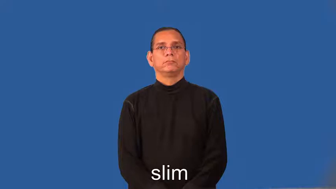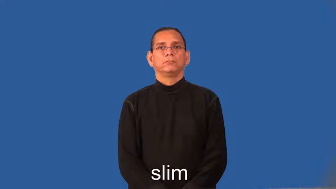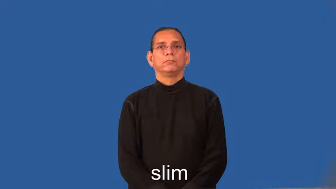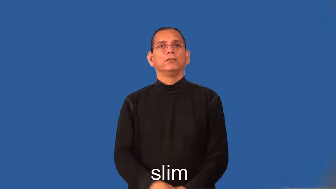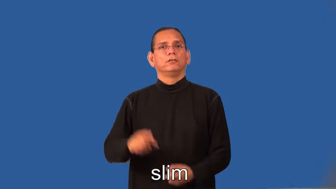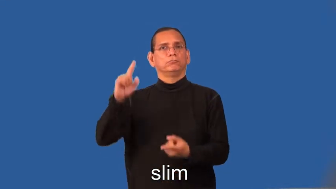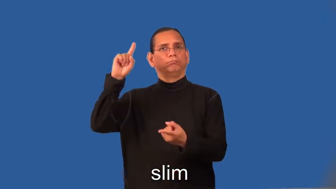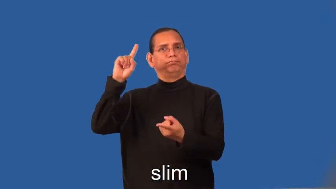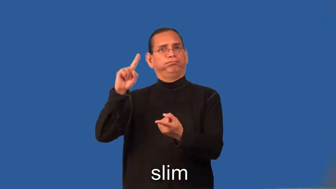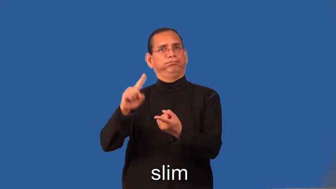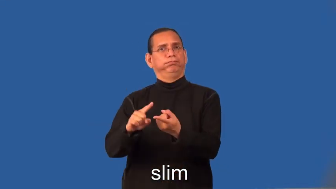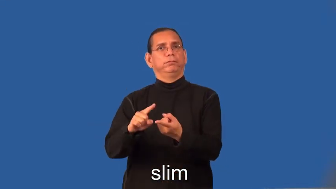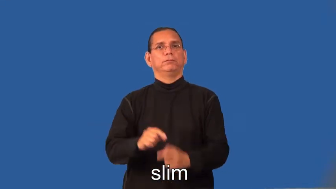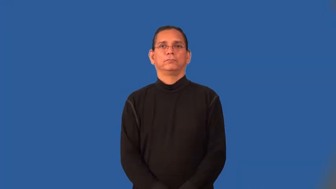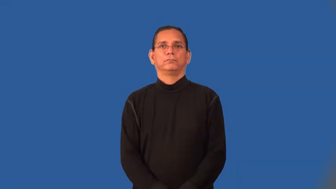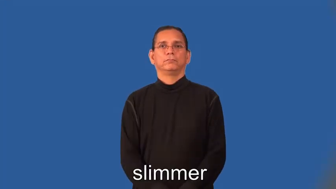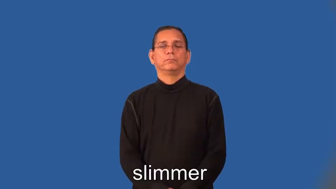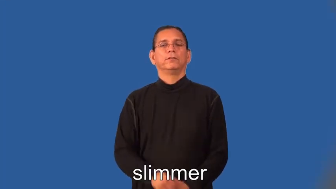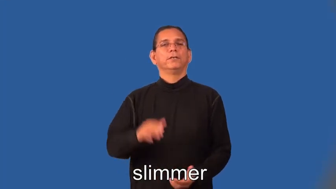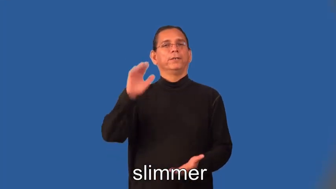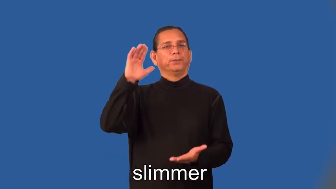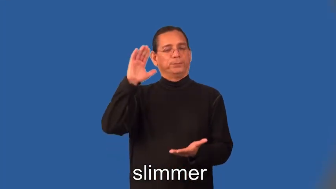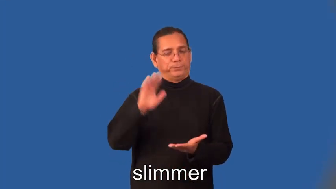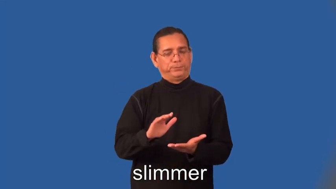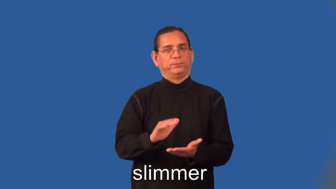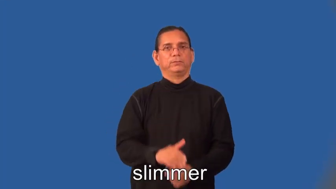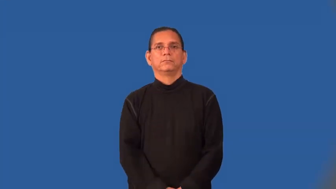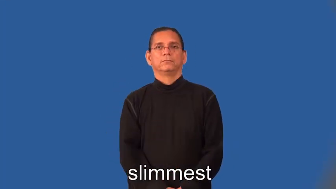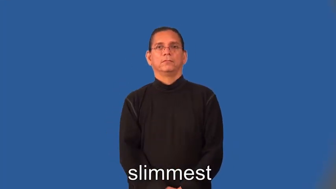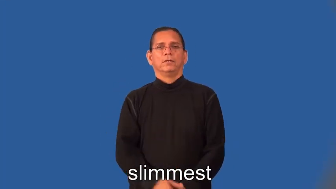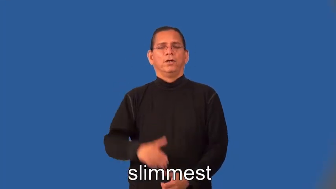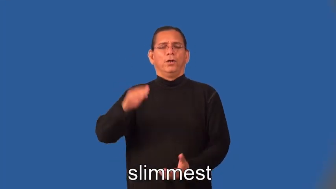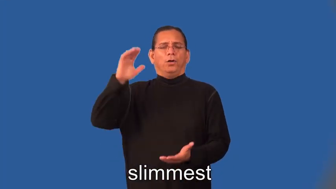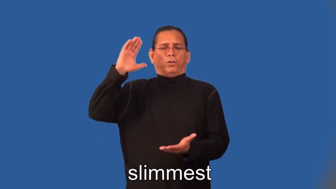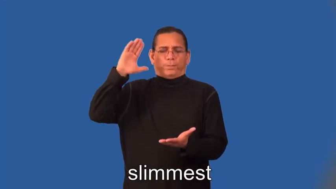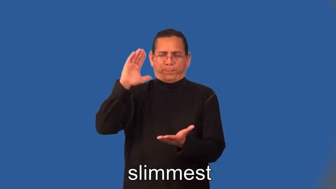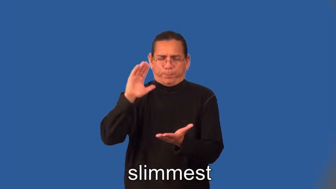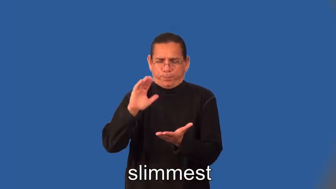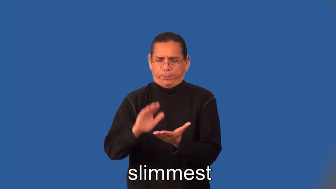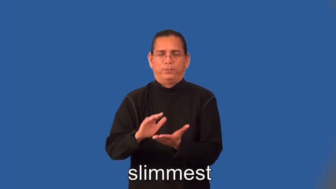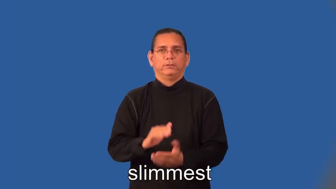slimmer,slimmest-chance